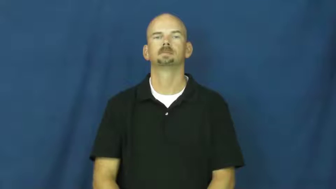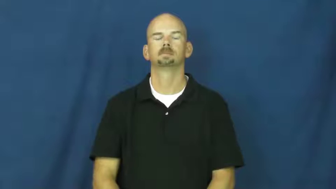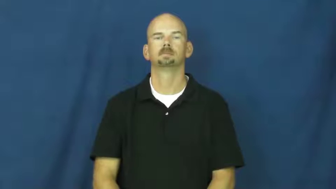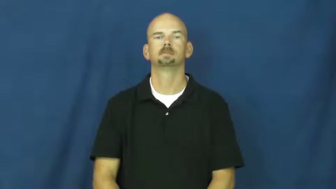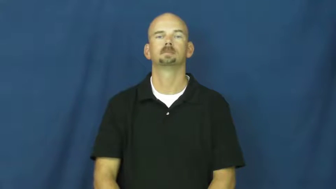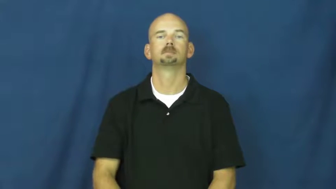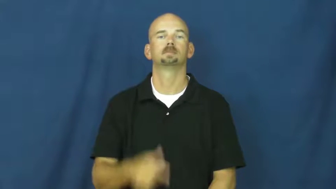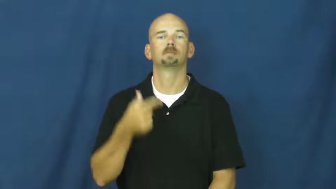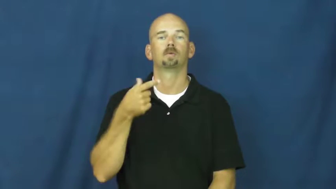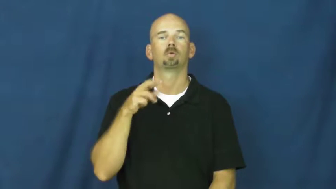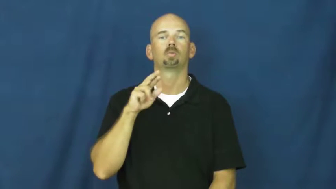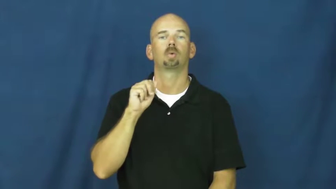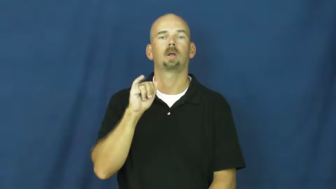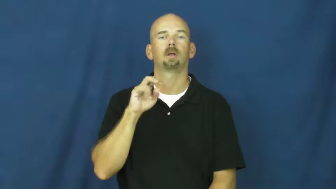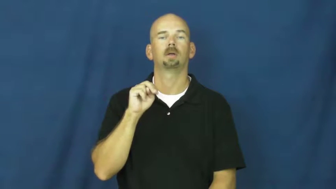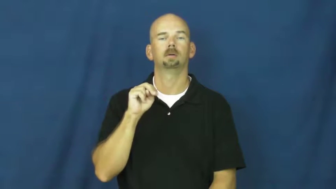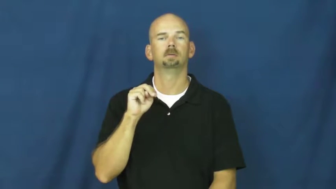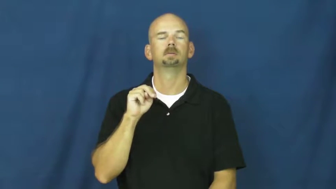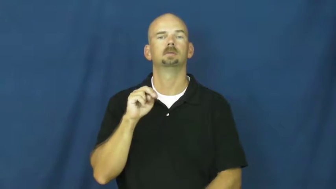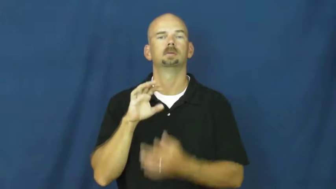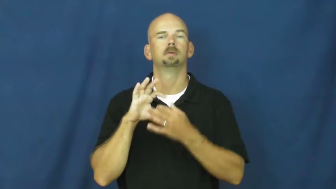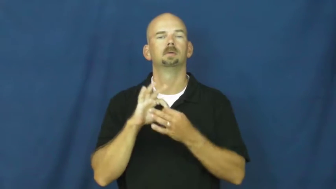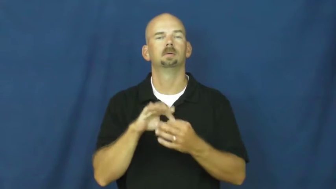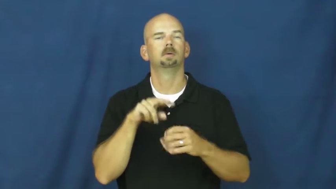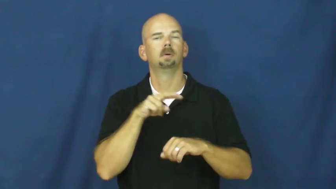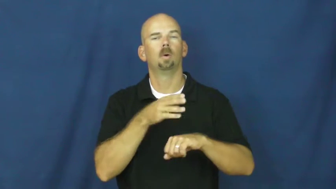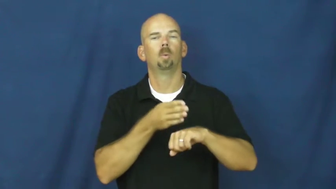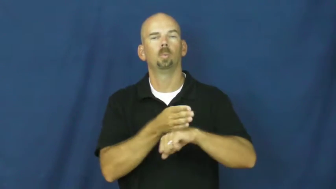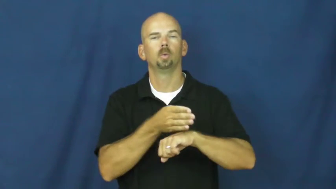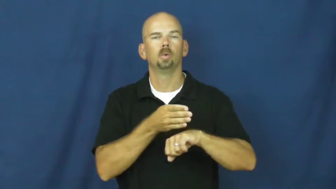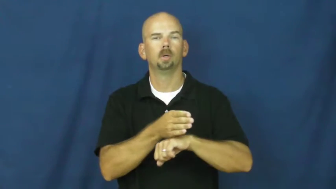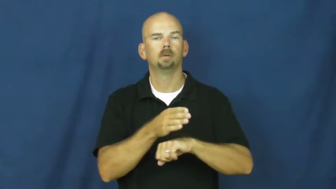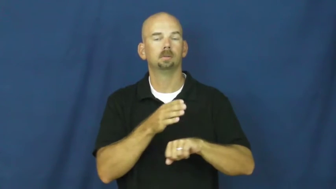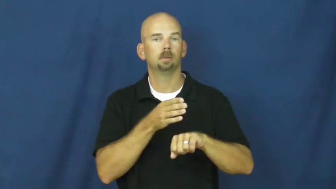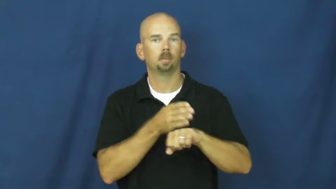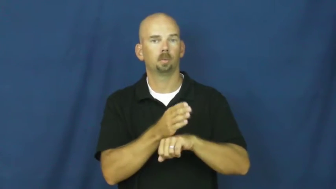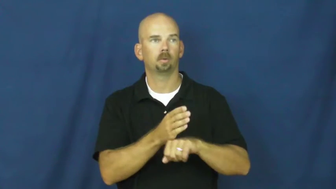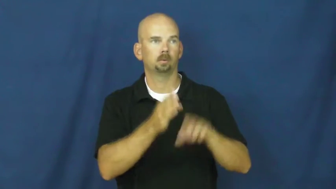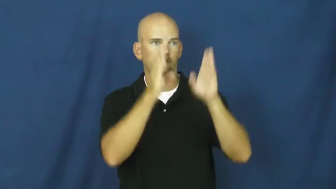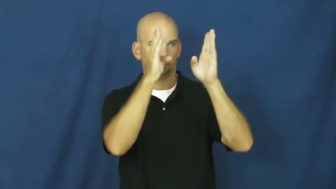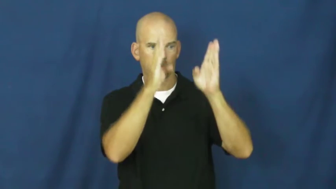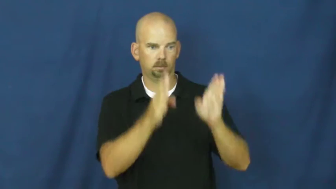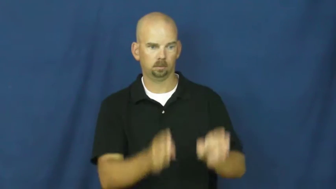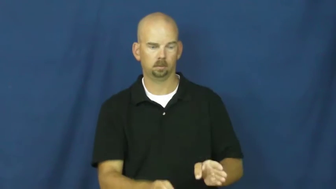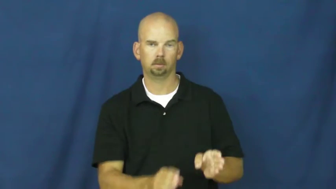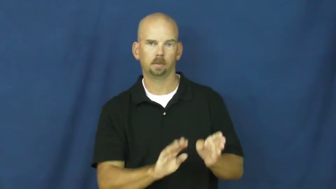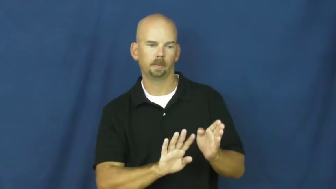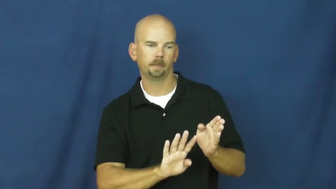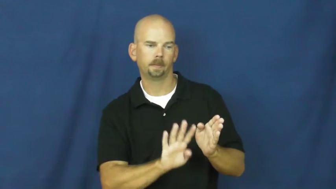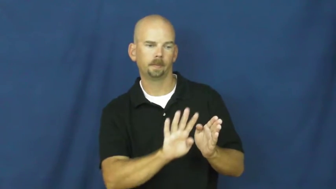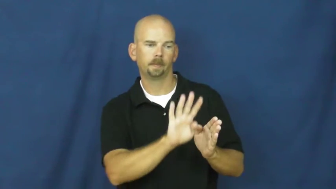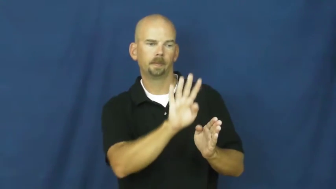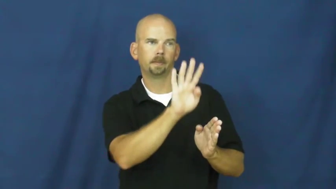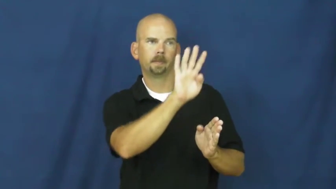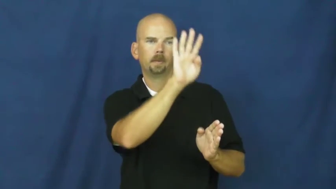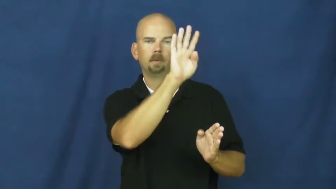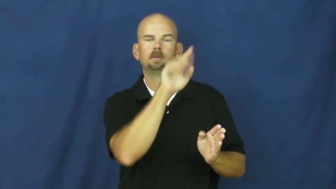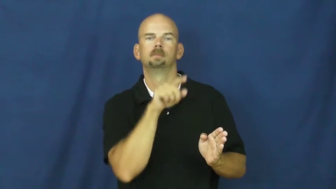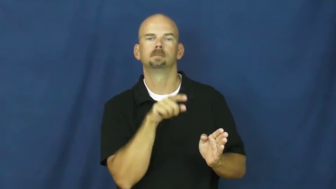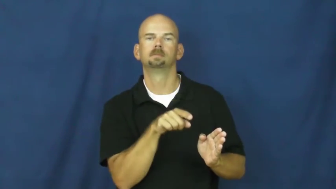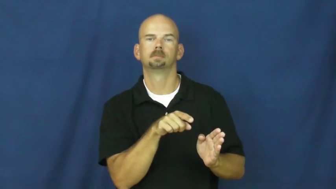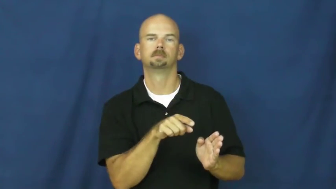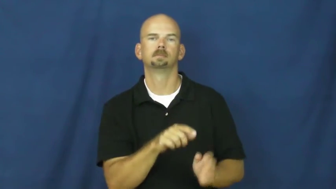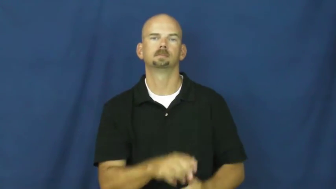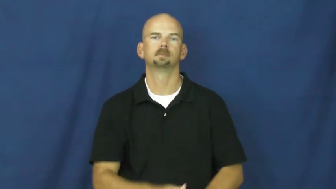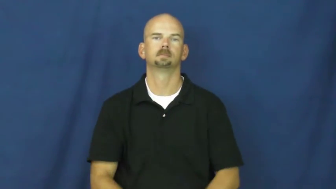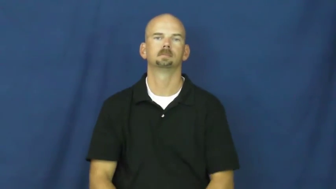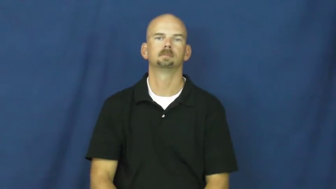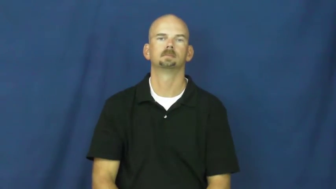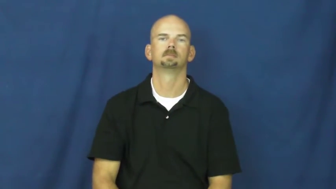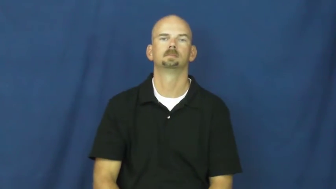grain-wood